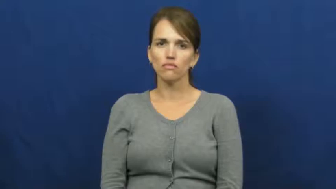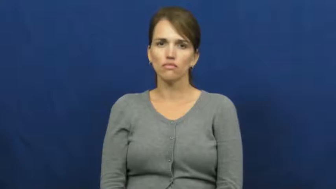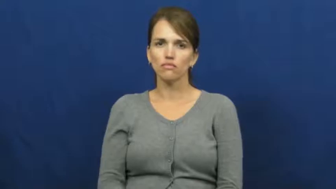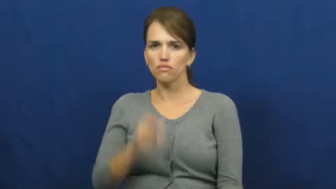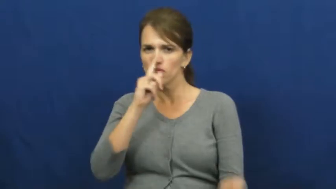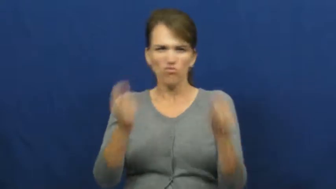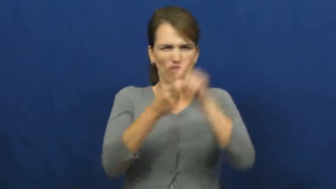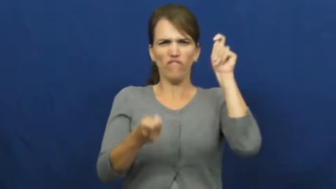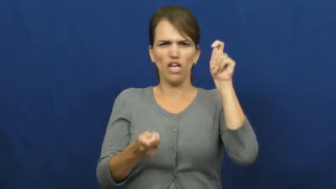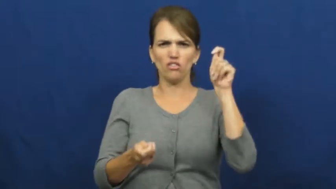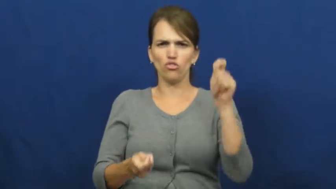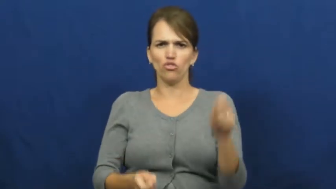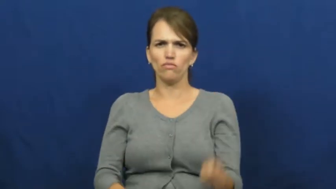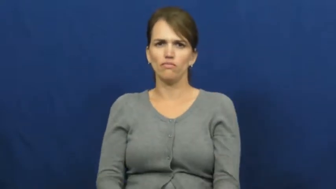revenge,retribution,pay back,fix,avenge,backlash,comeuppance,payback